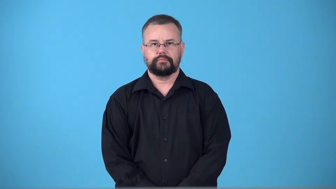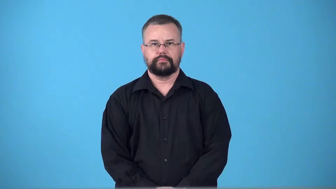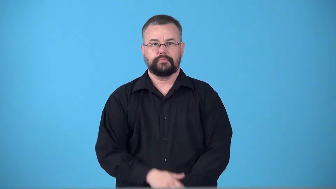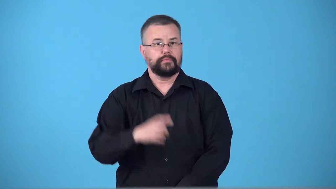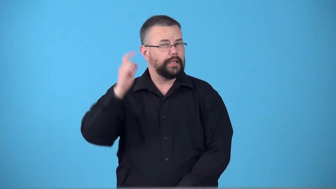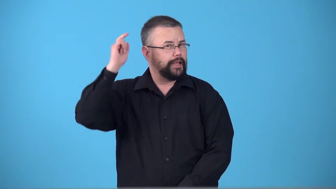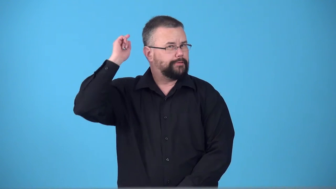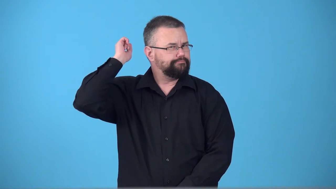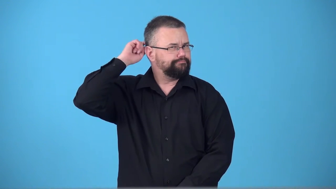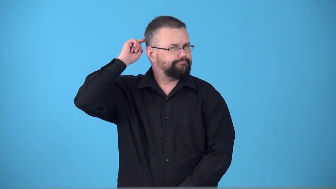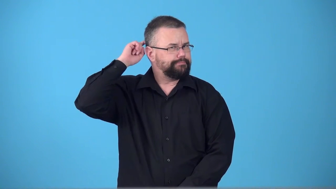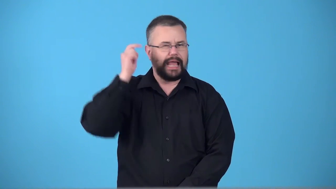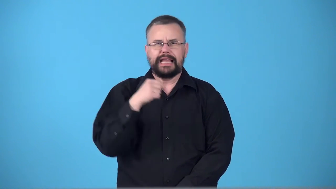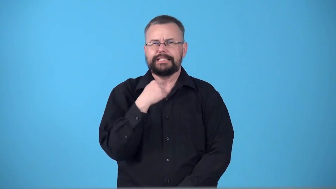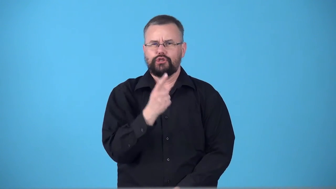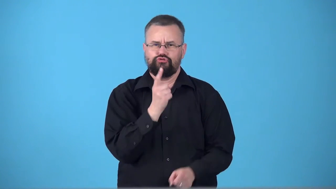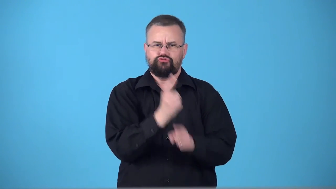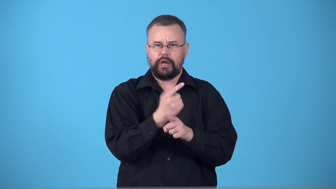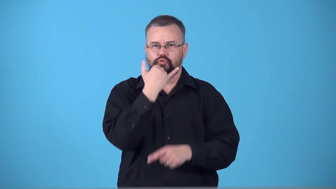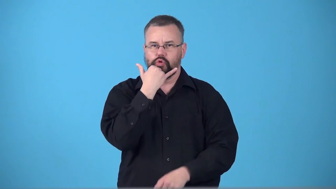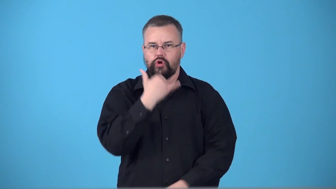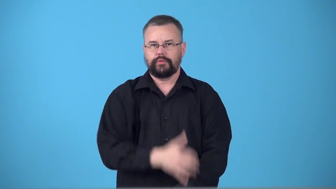superego